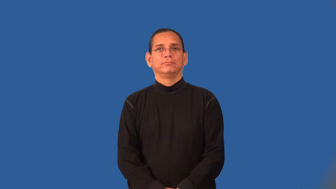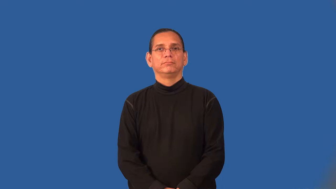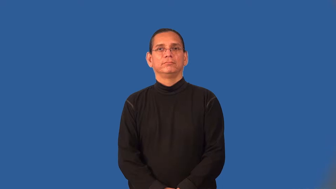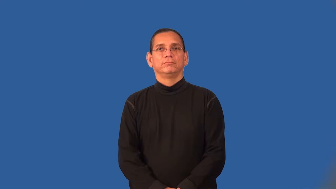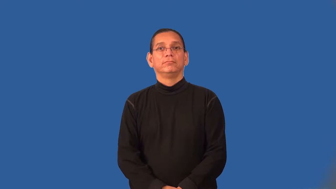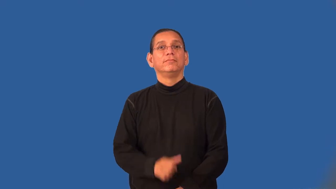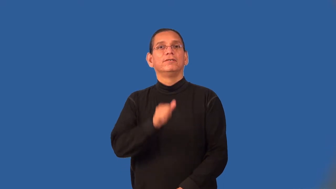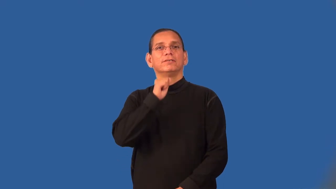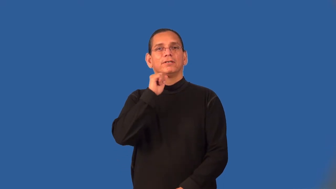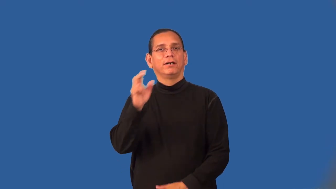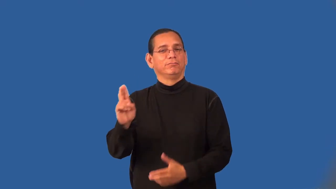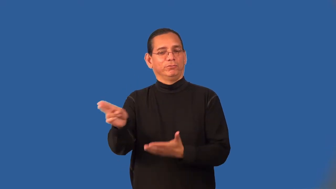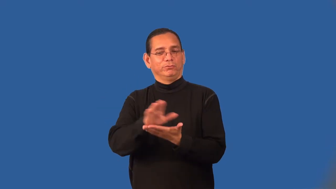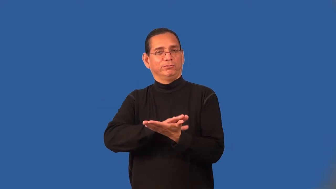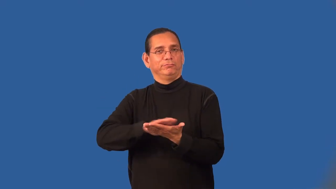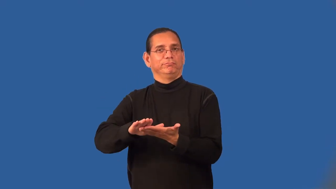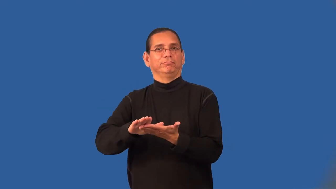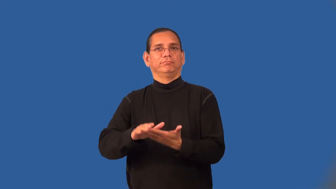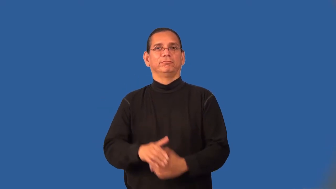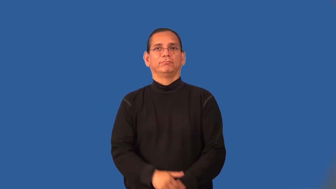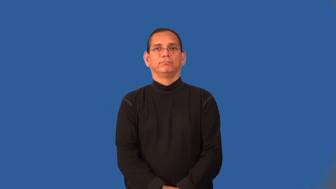unholy